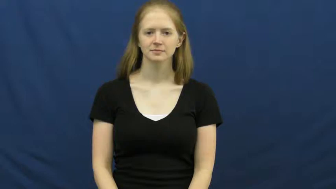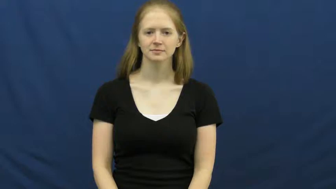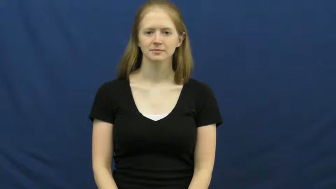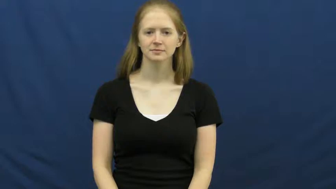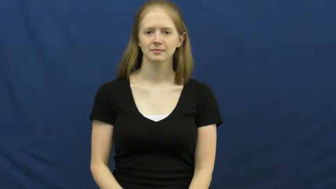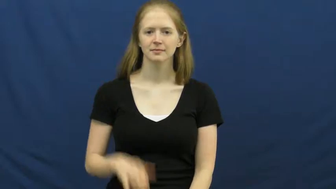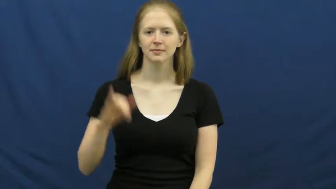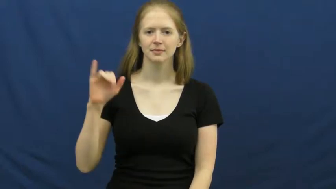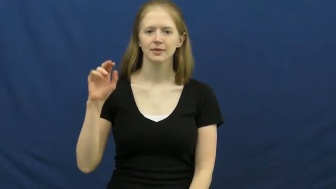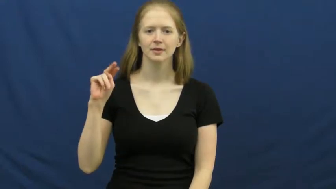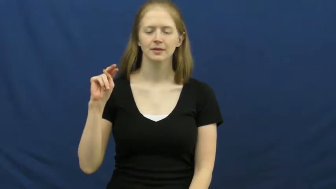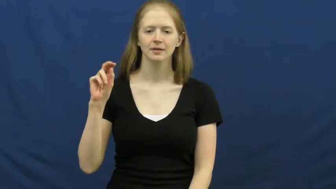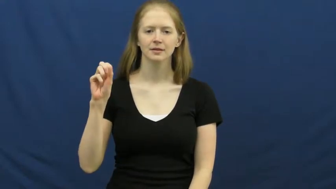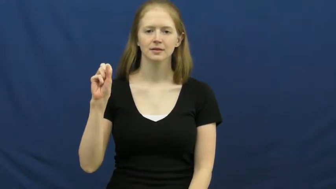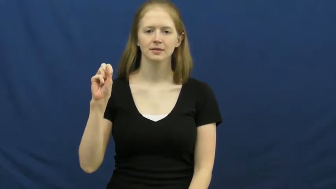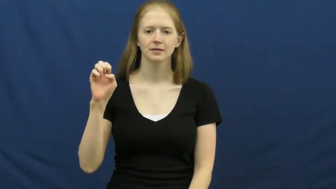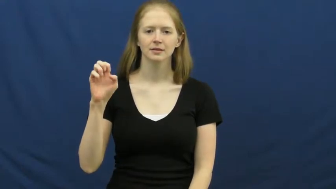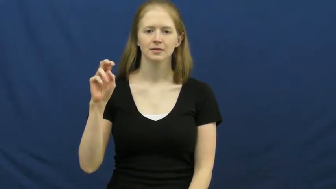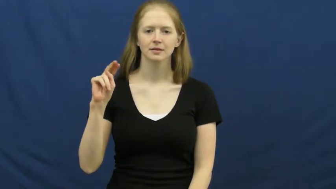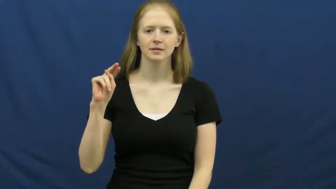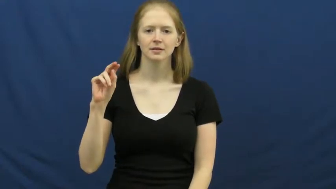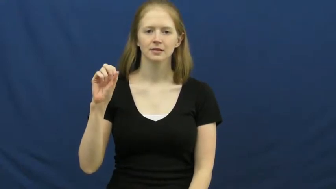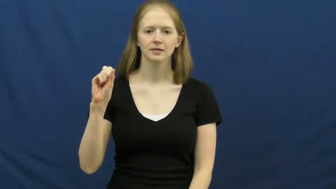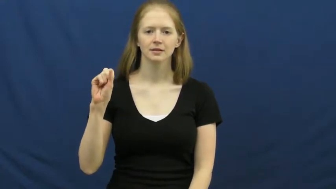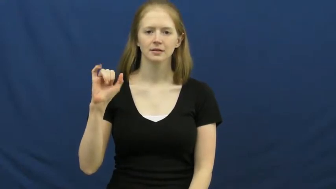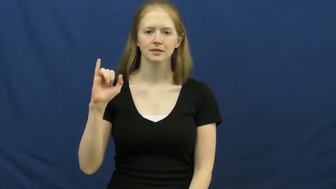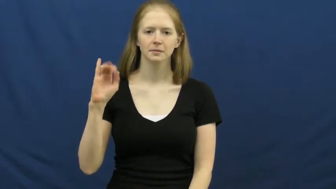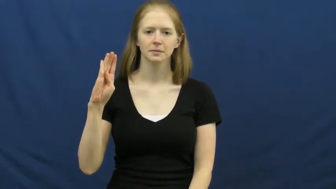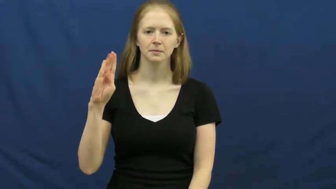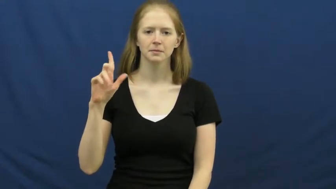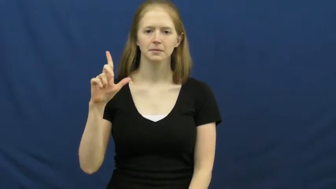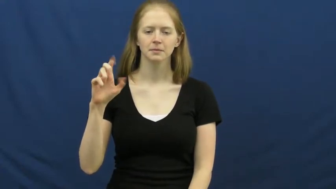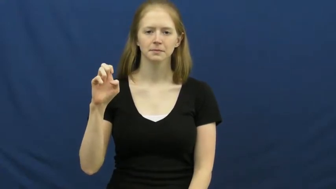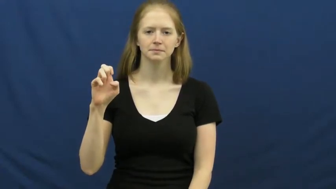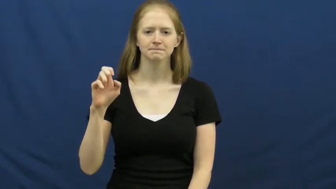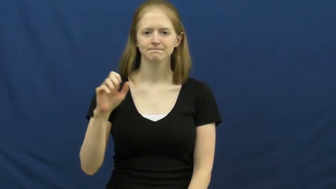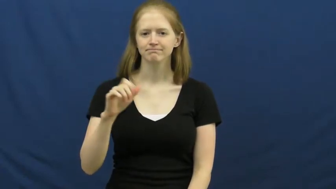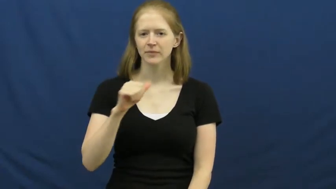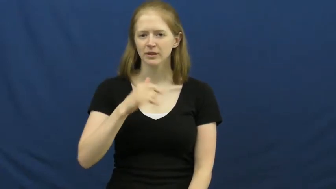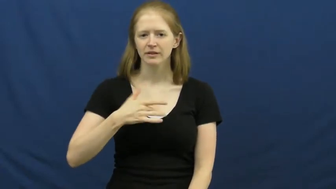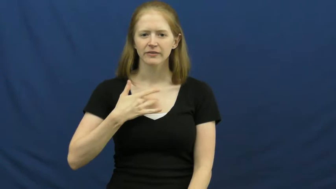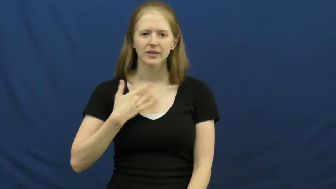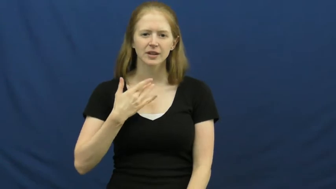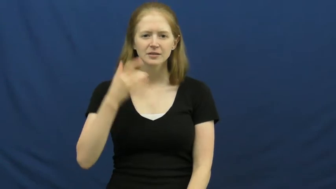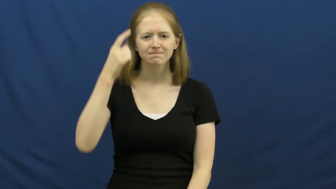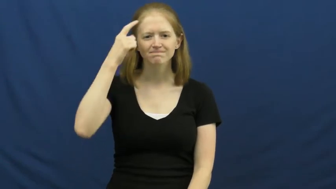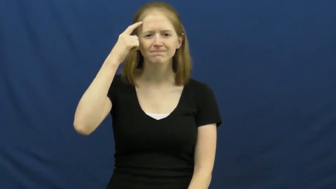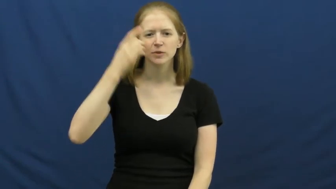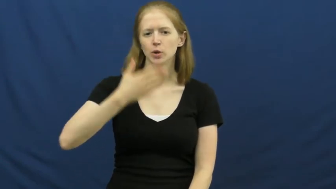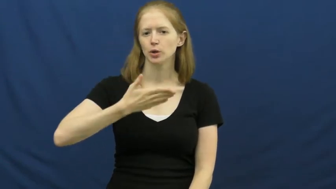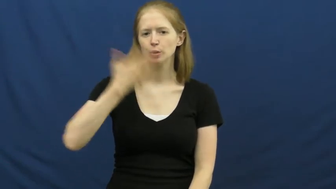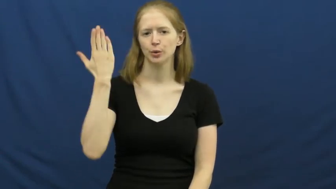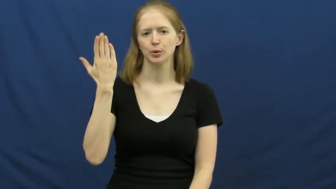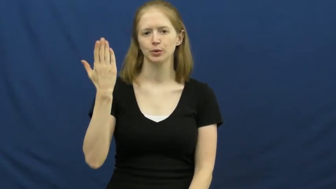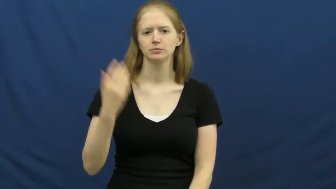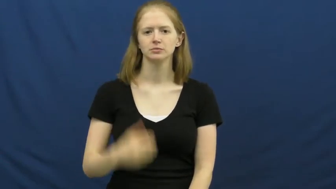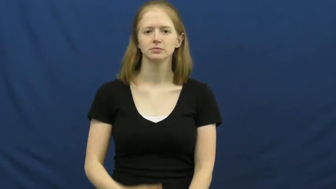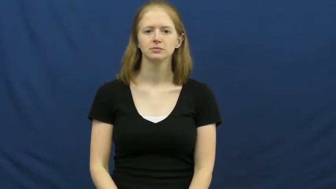insensible